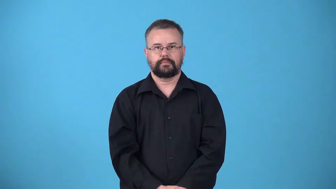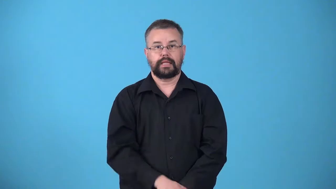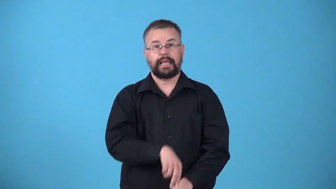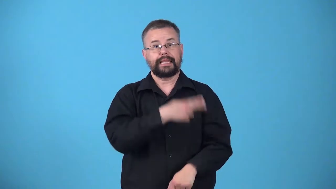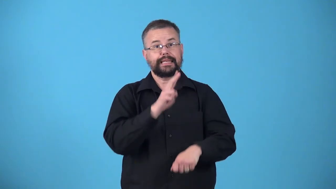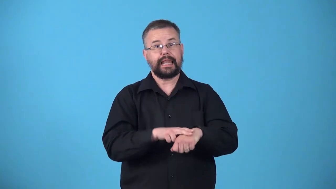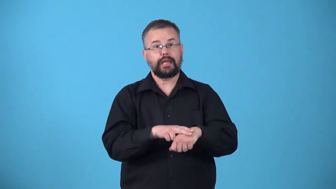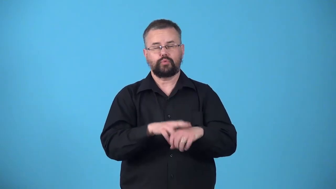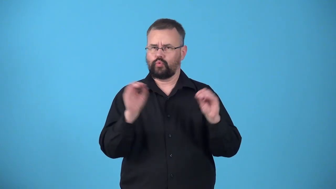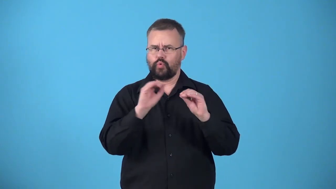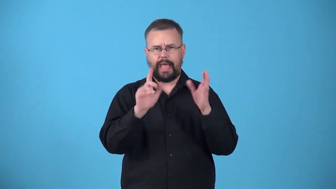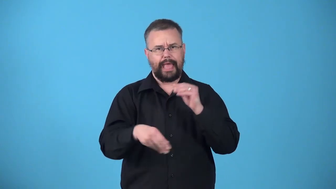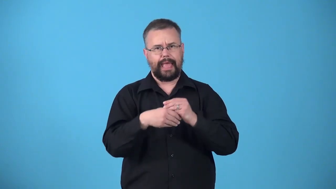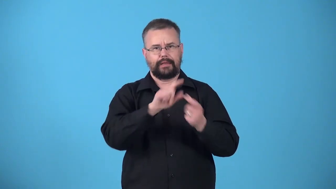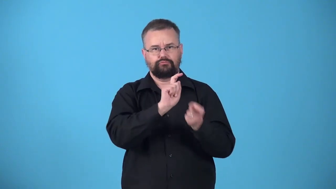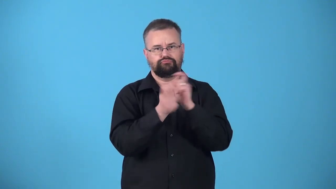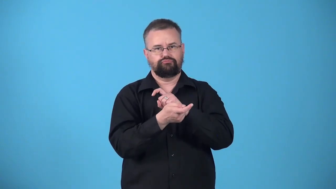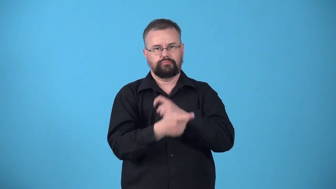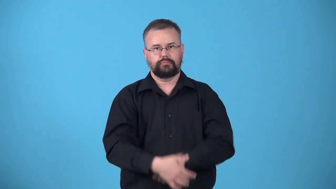unprocessed